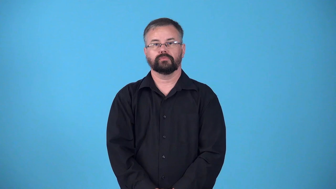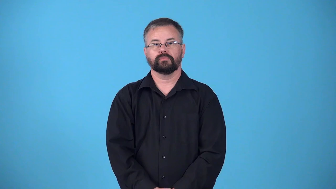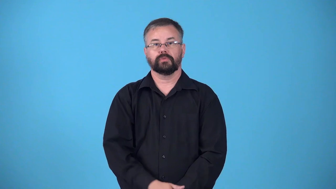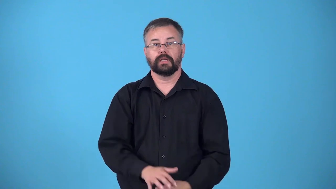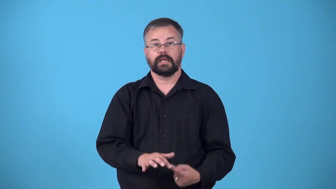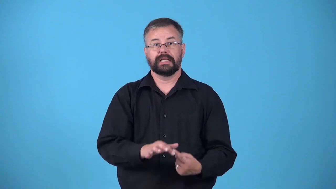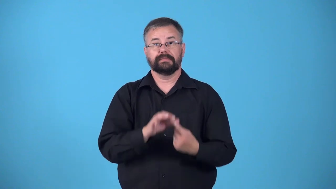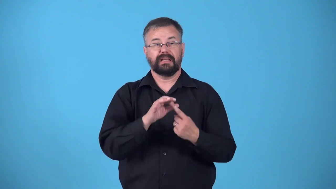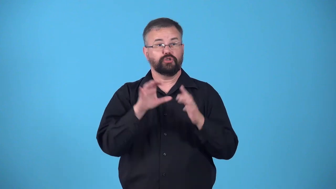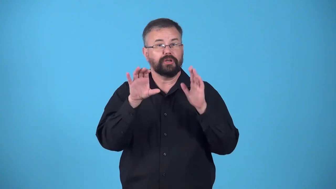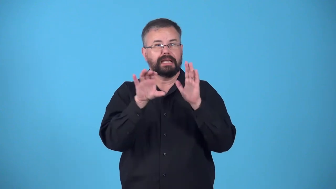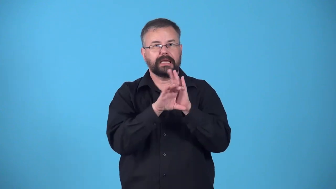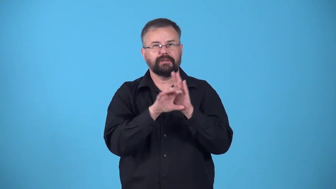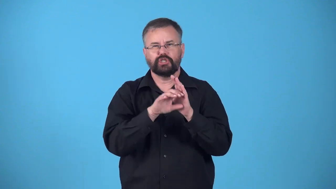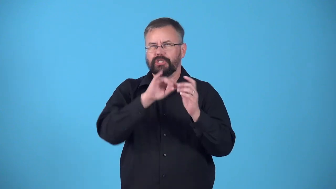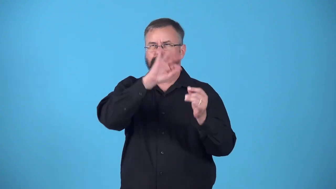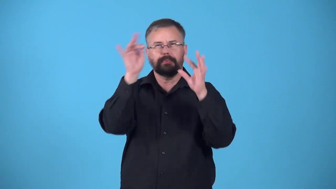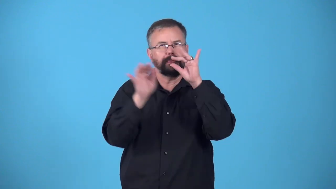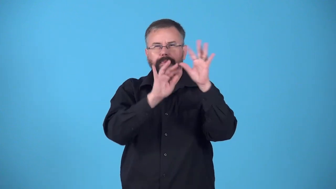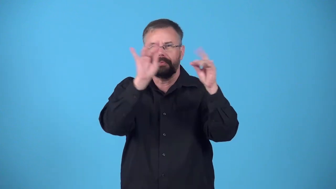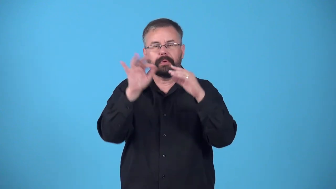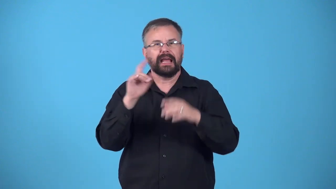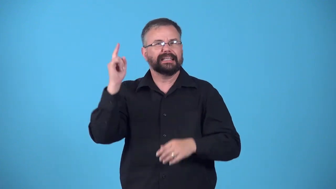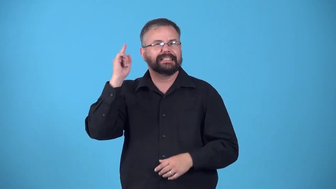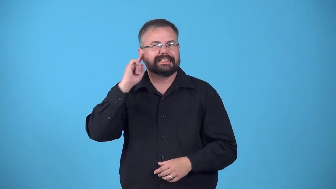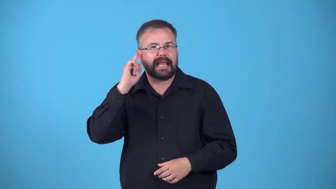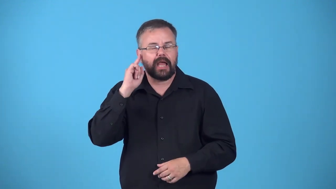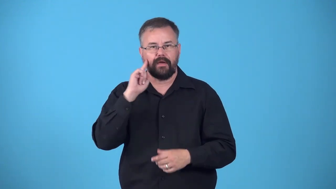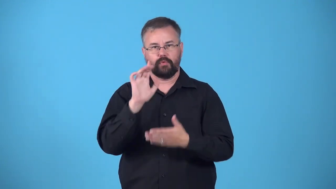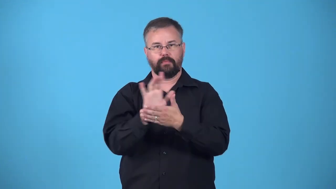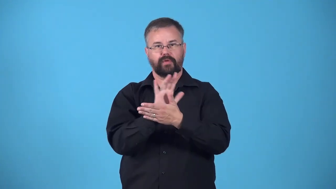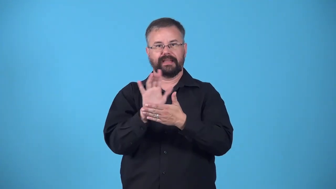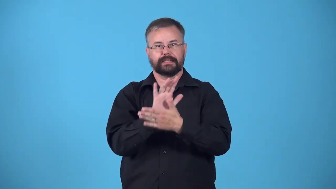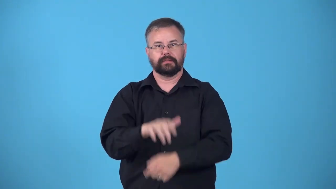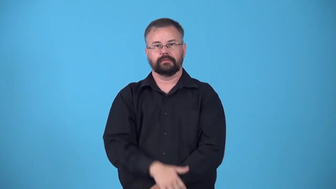effect-special effects